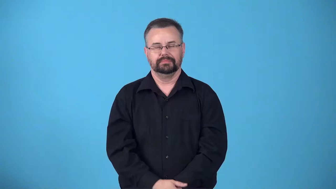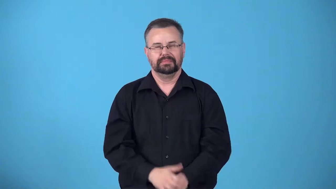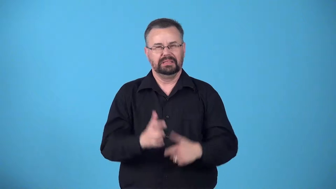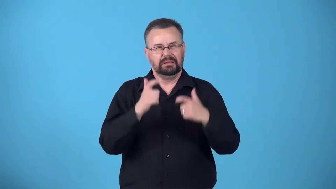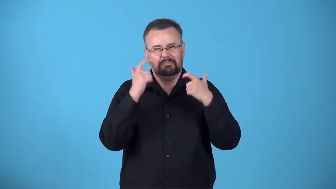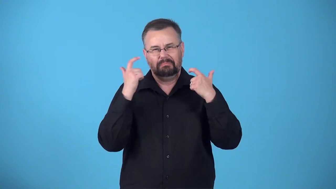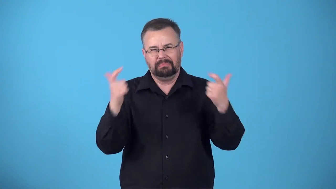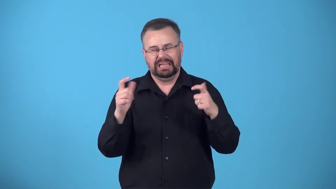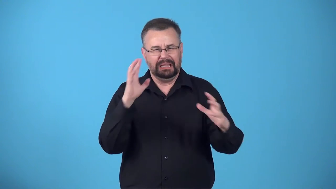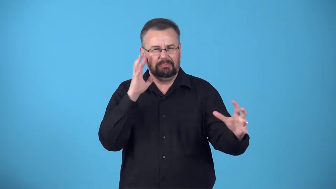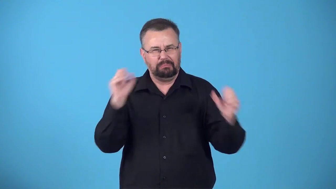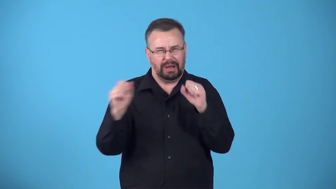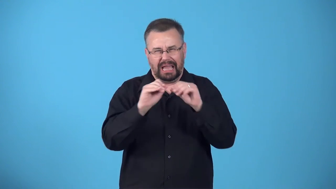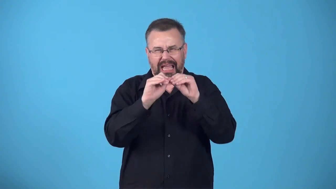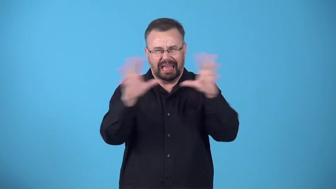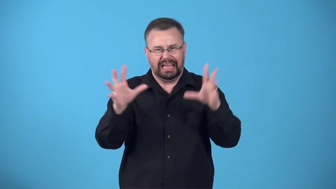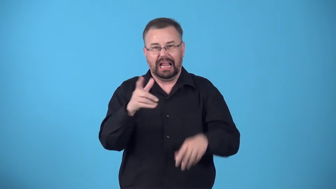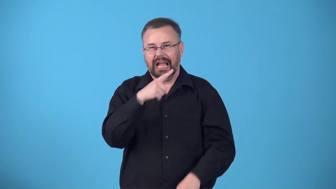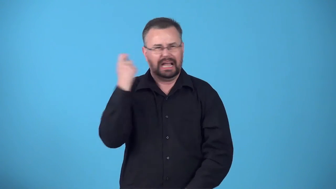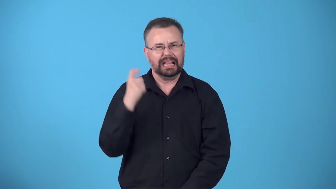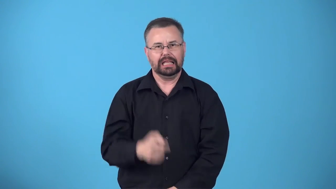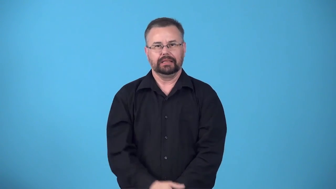brash-big,bright,or colorful in a way that is not attractive